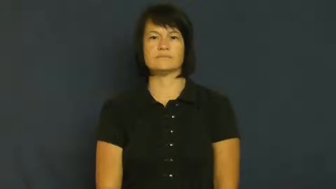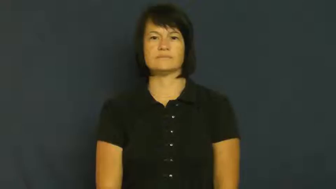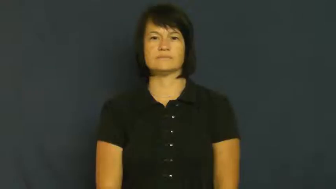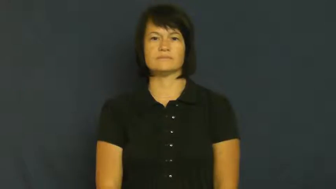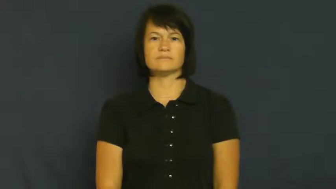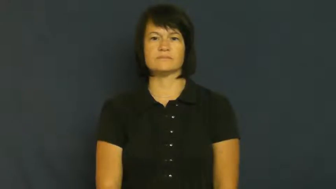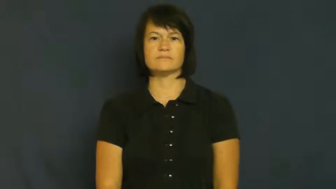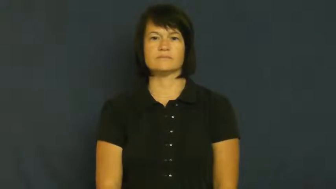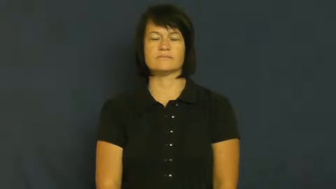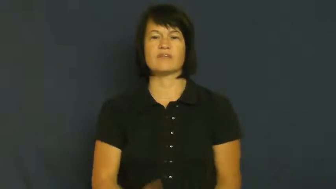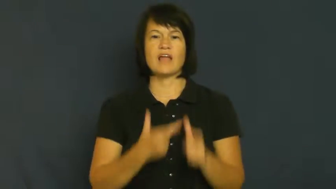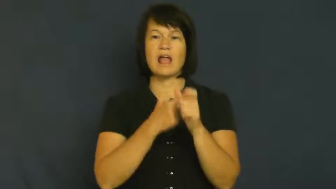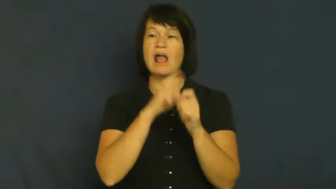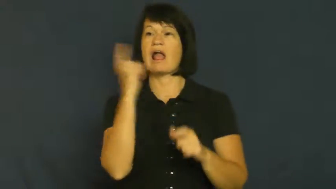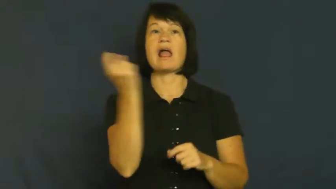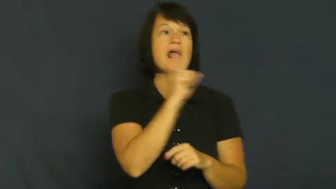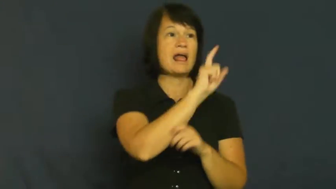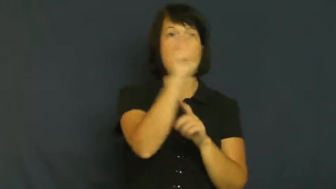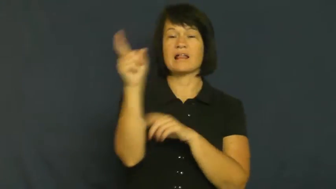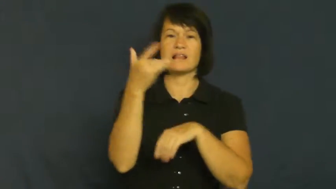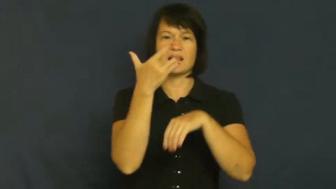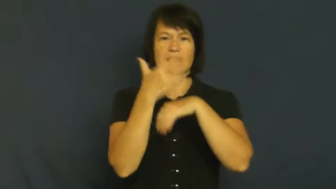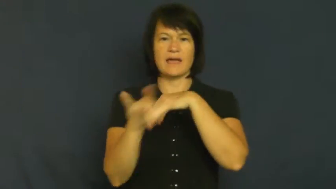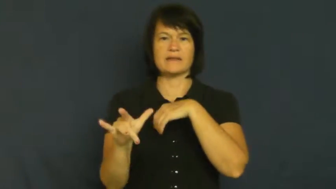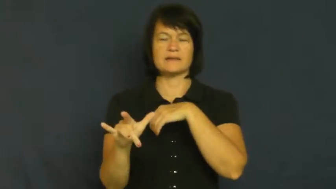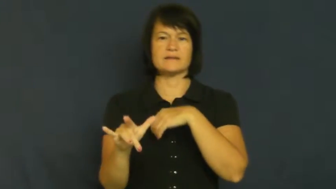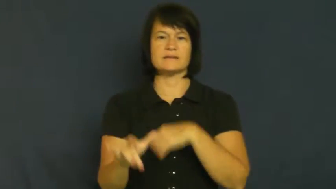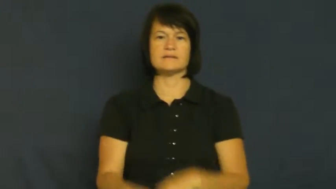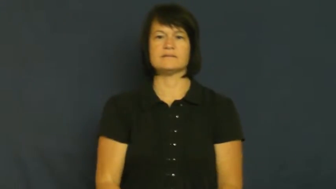streak-run naked